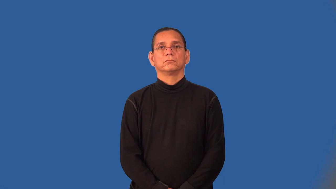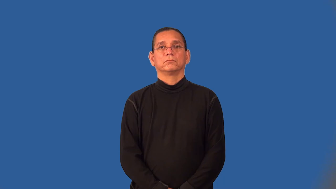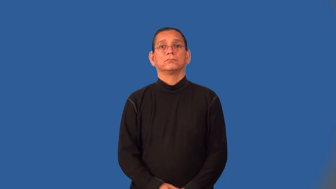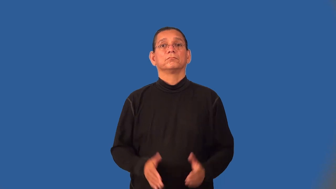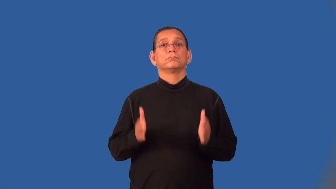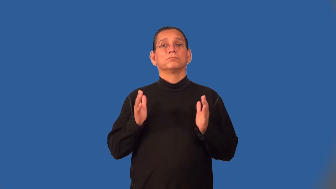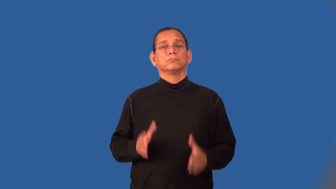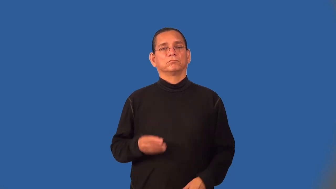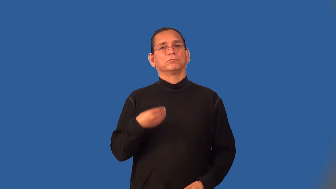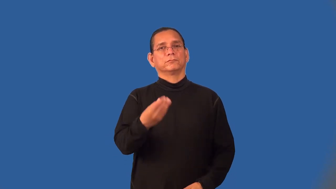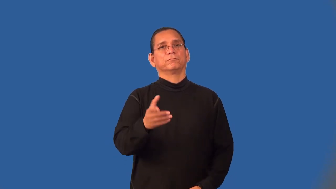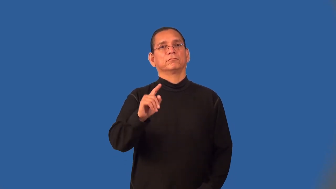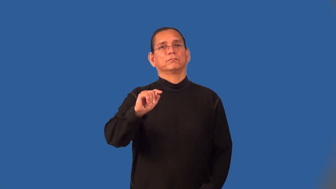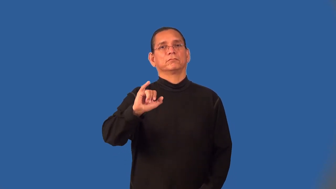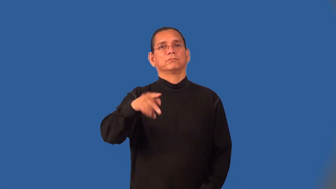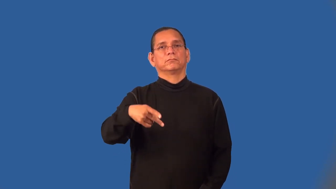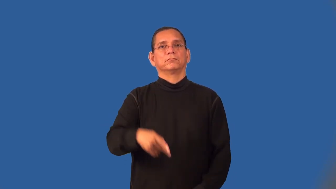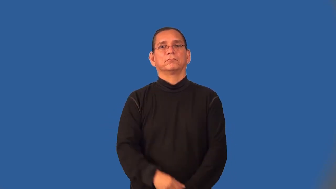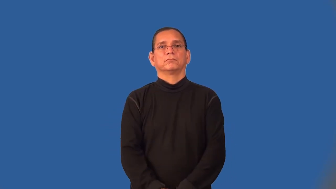tipper